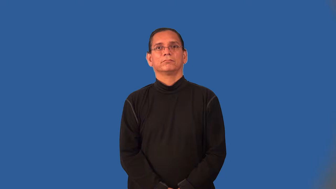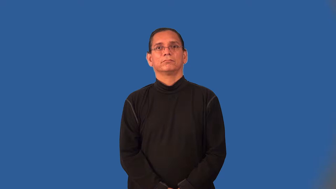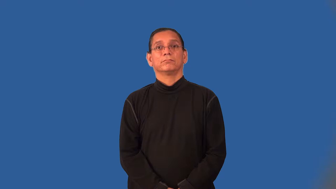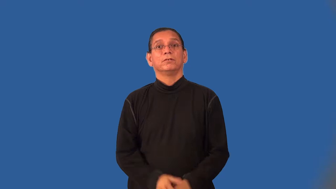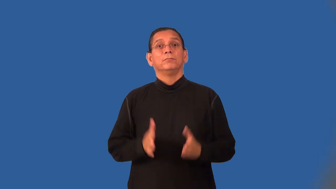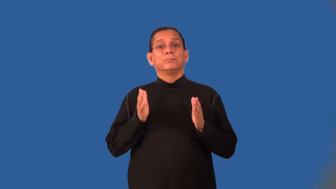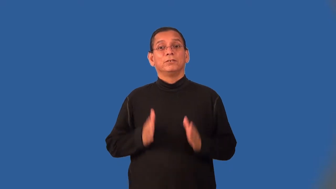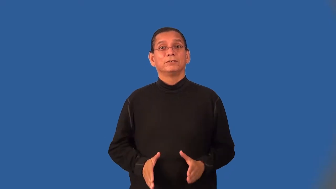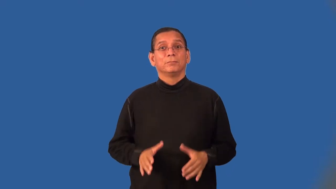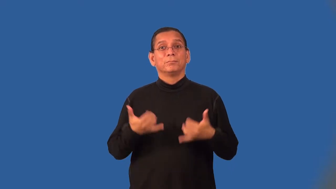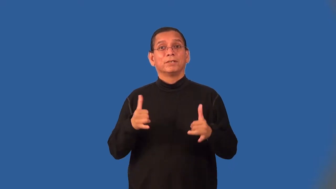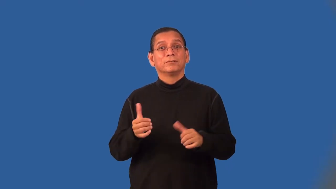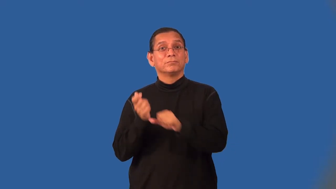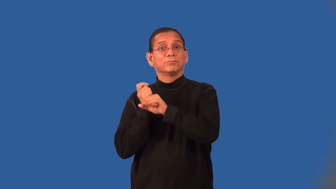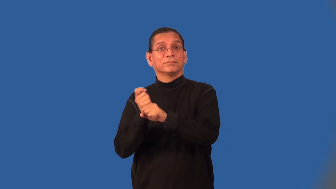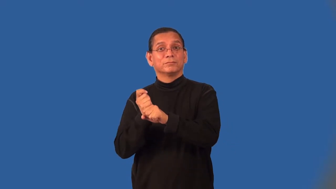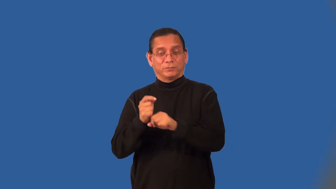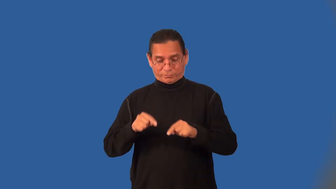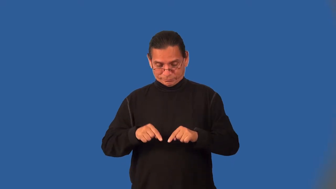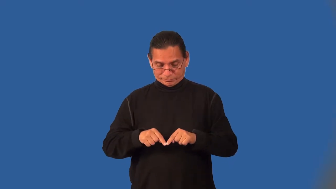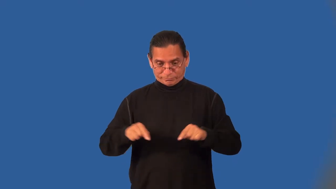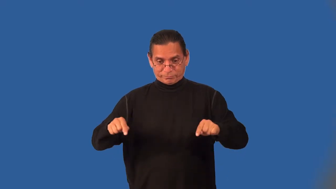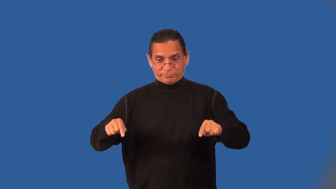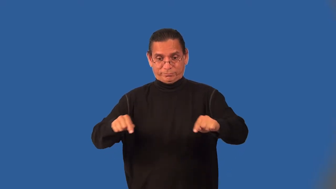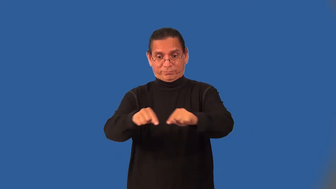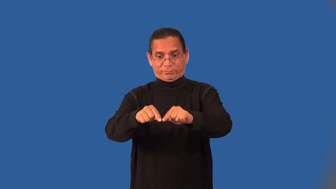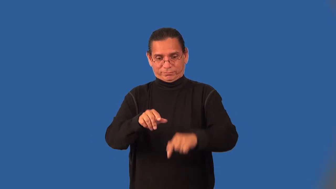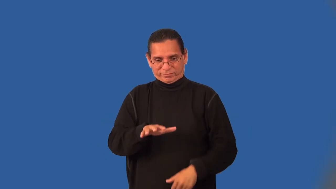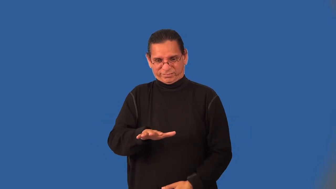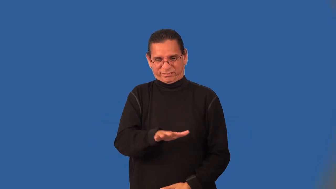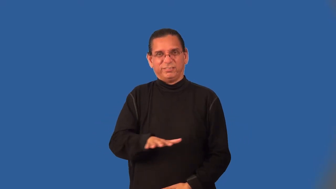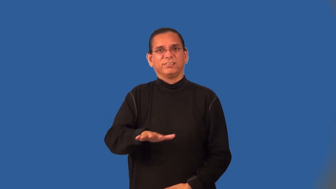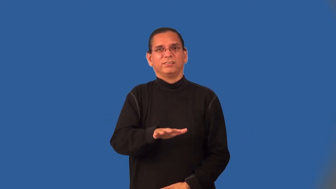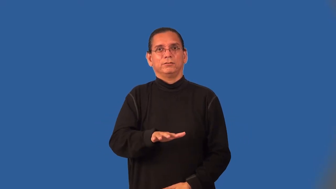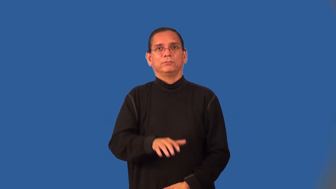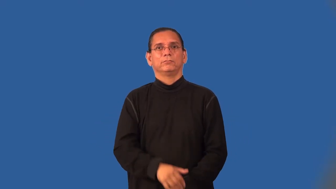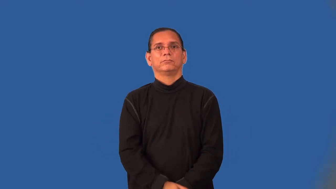infielder